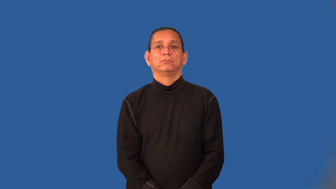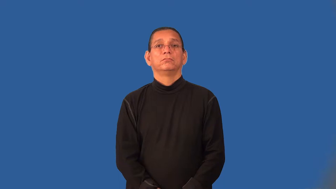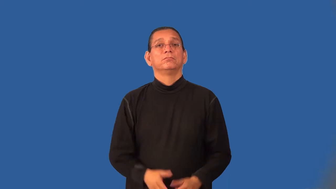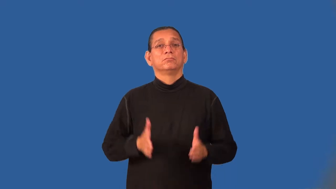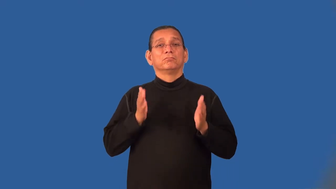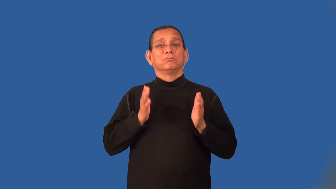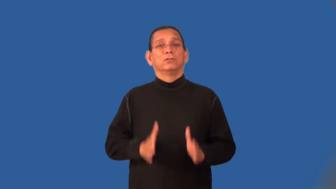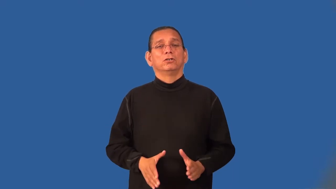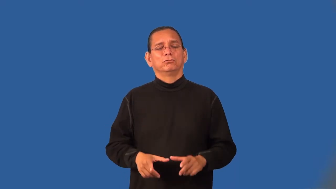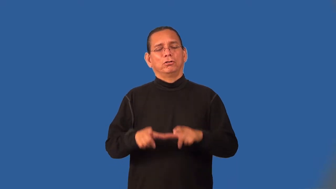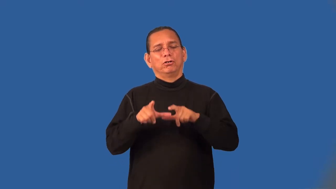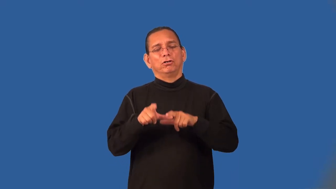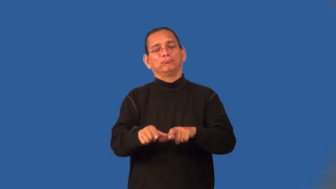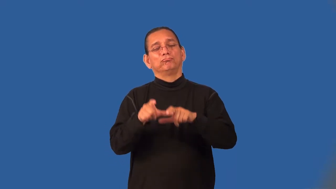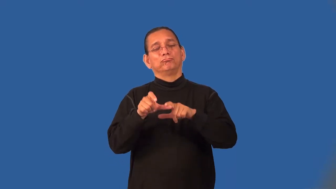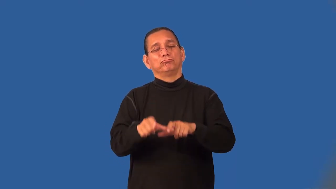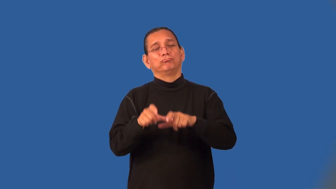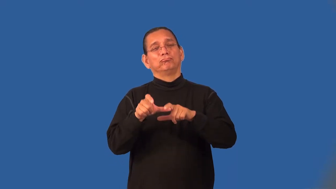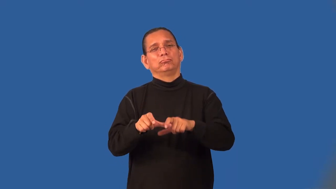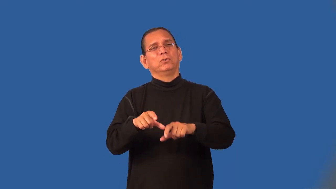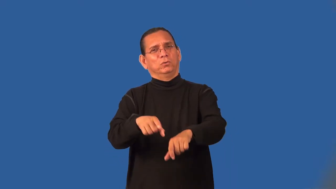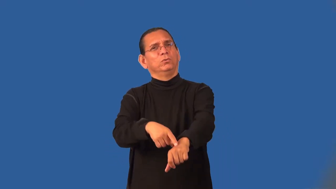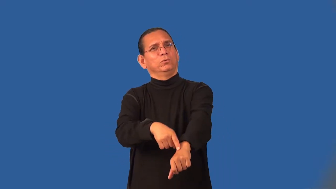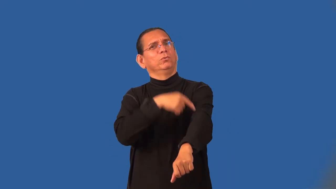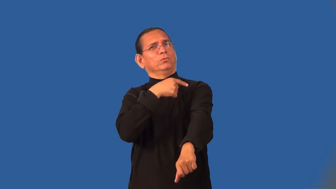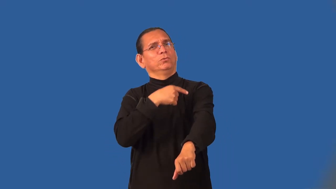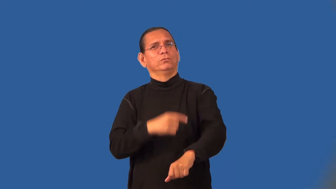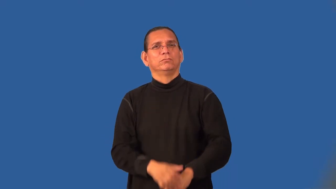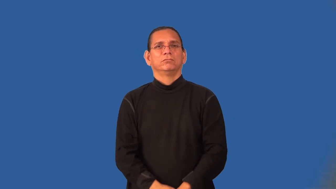marathoner